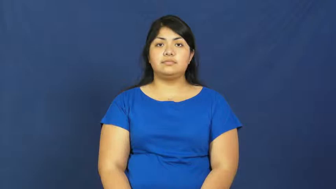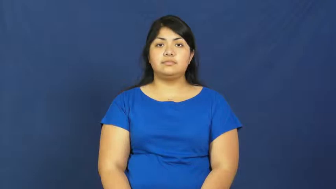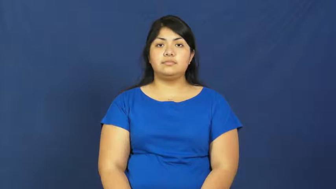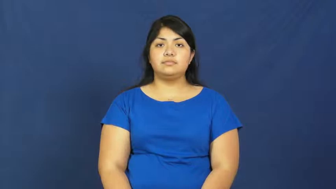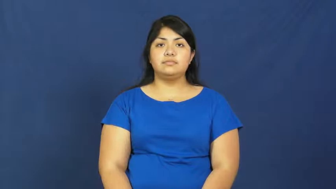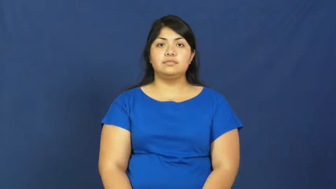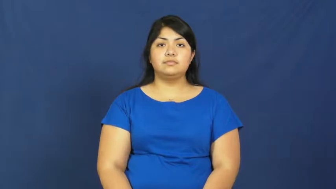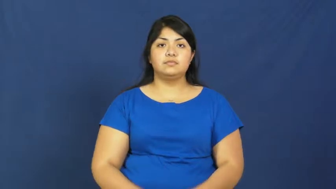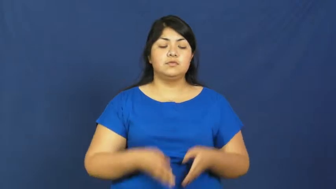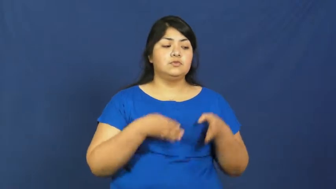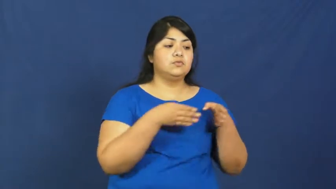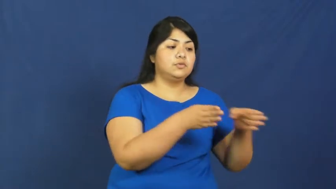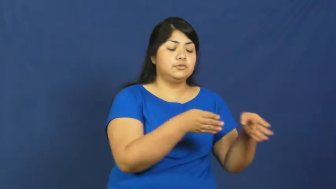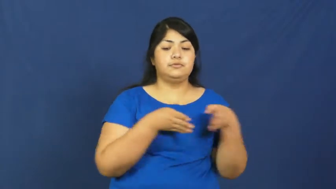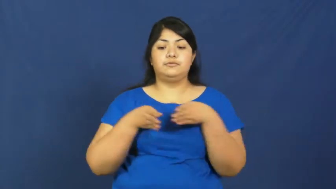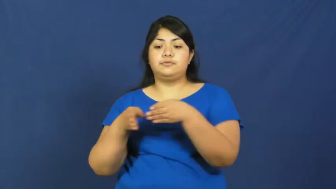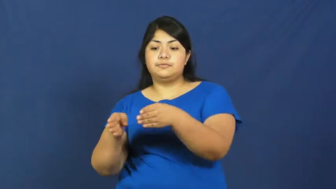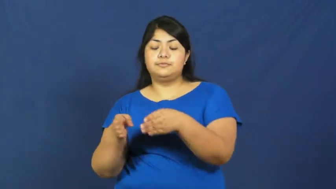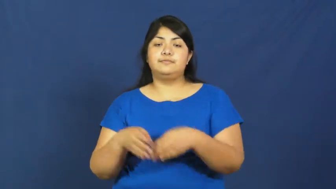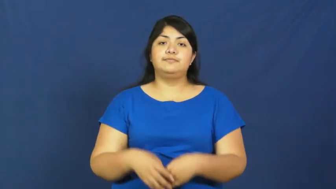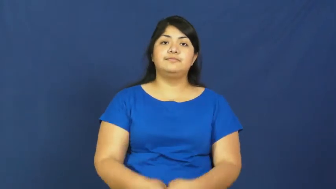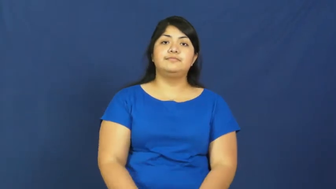strategy,approach,stratagem